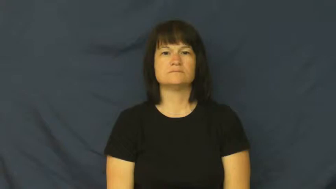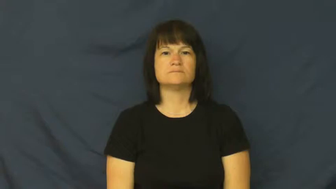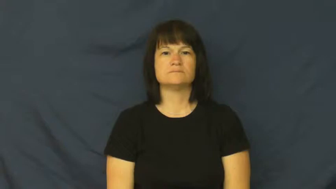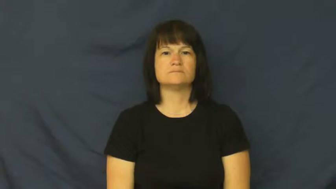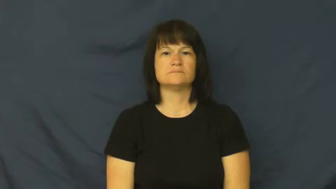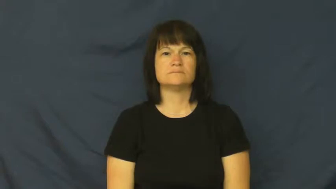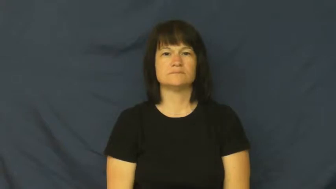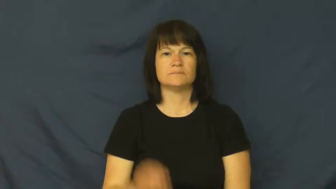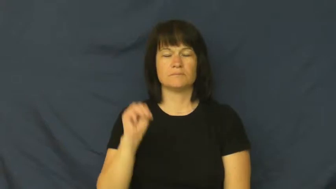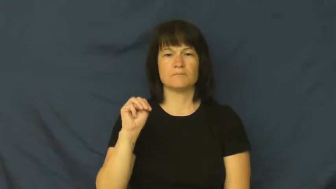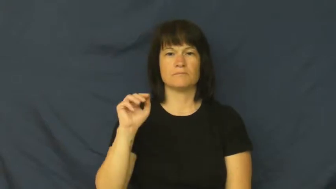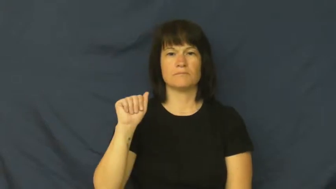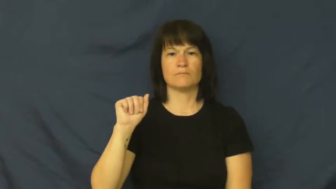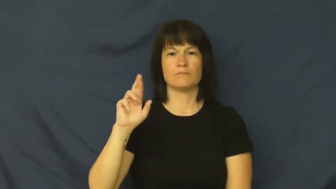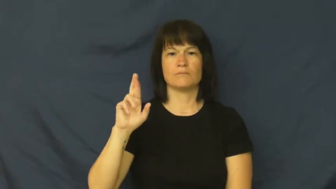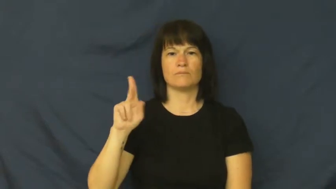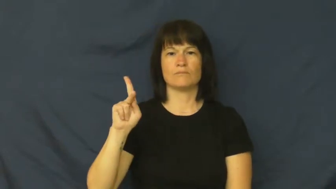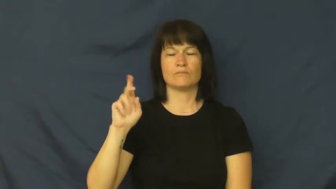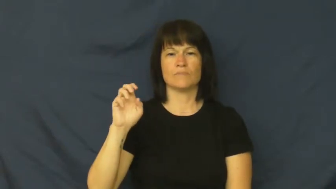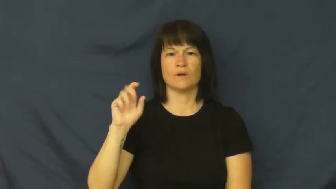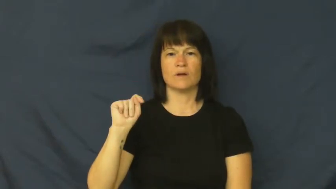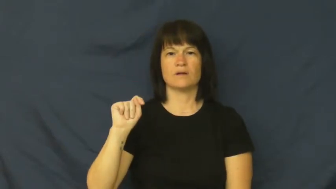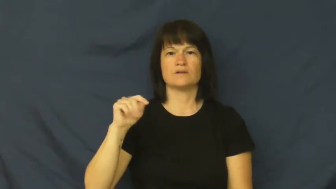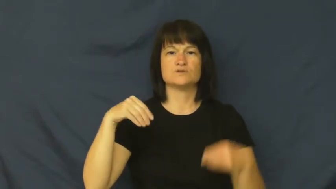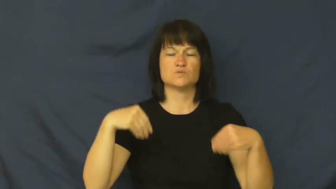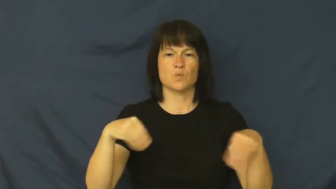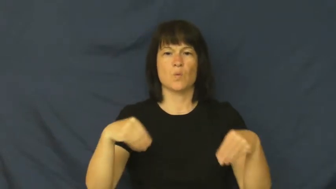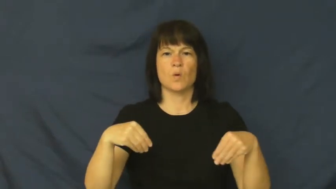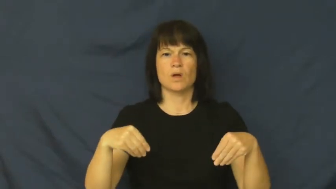market-store